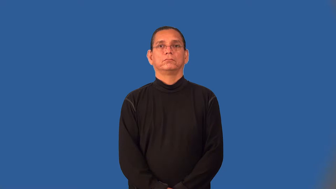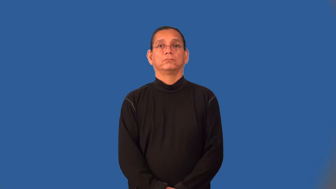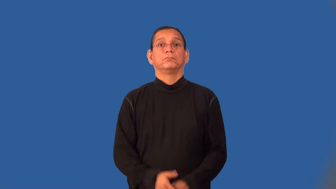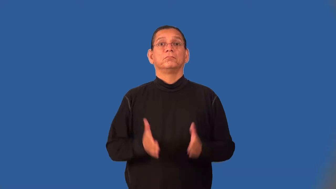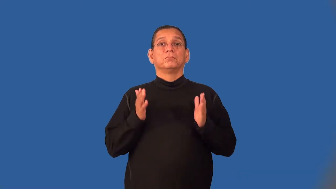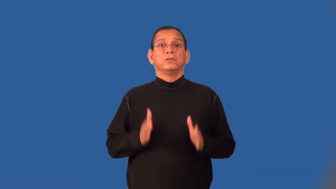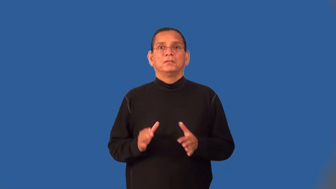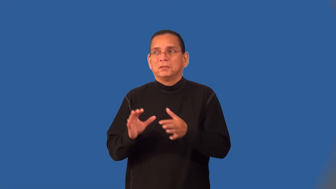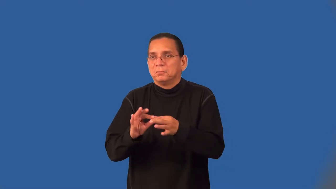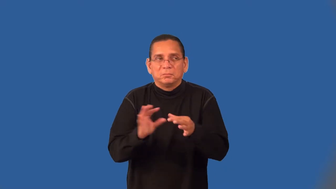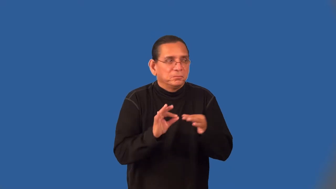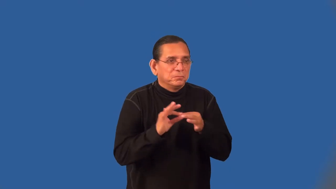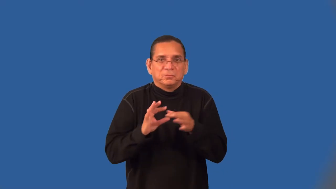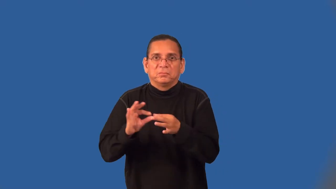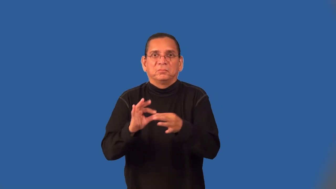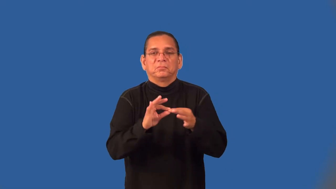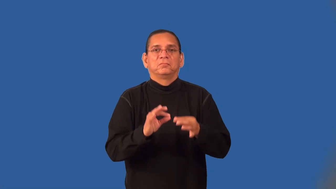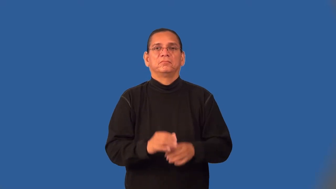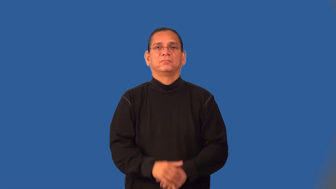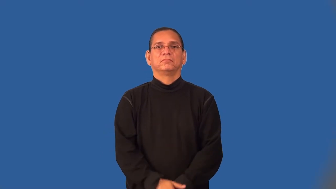talebearer